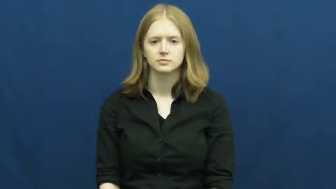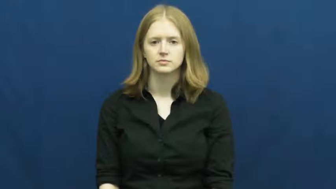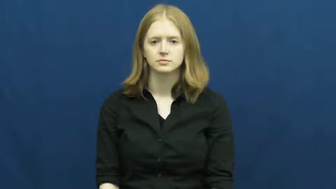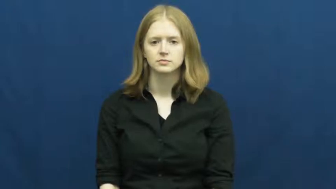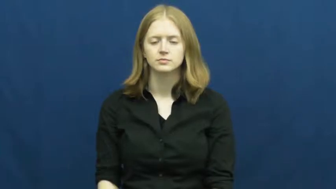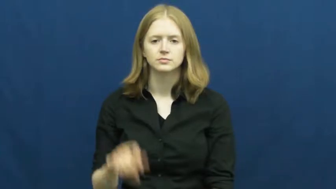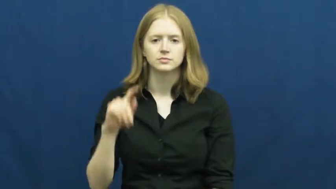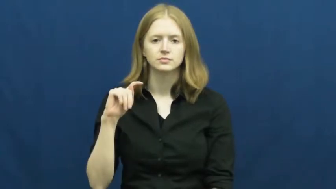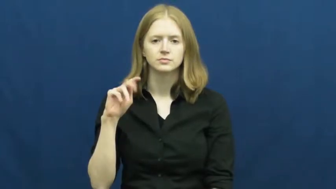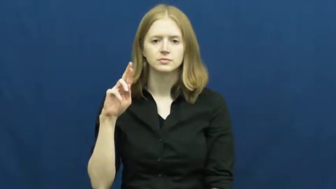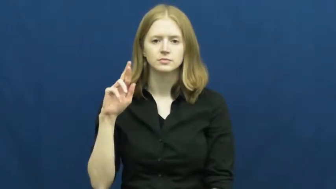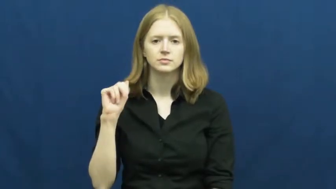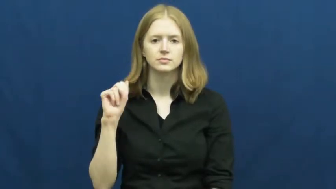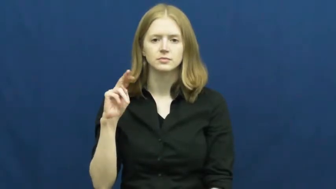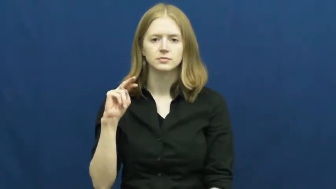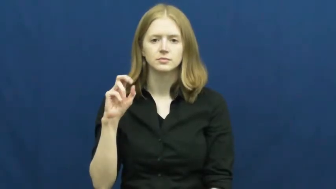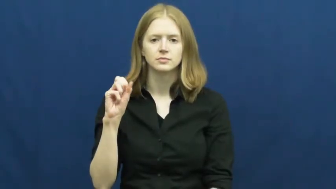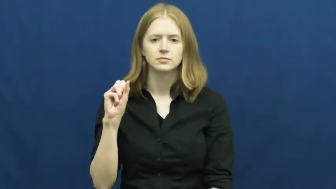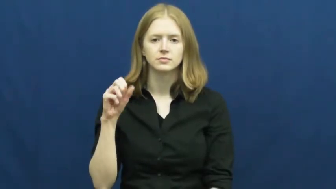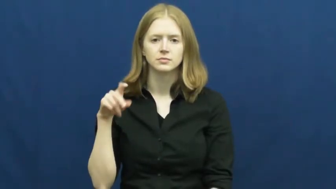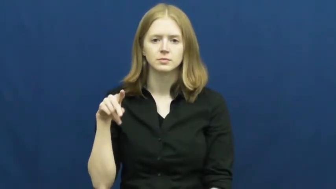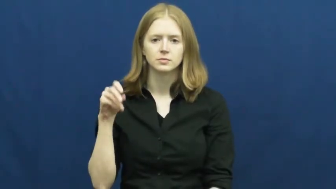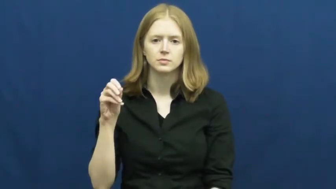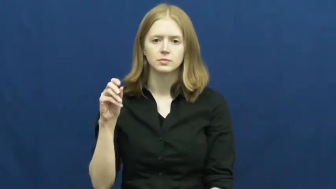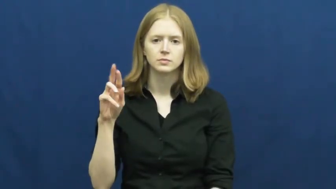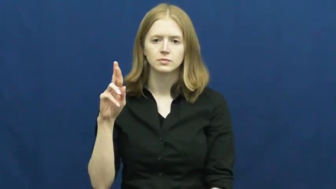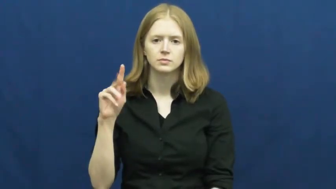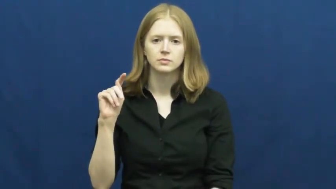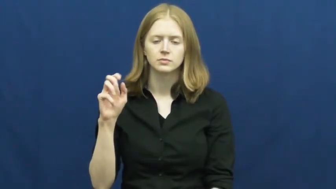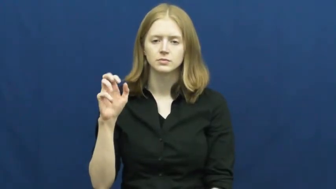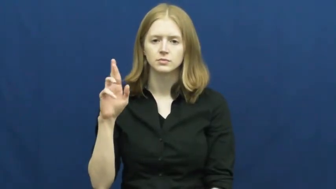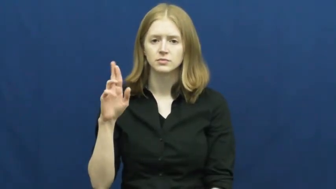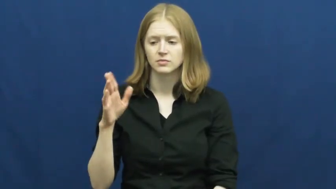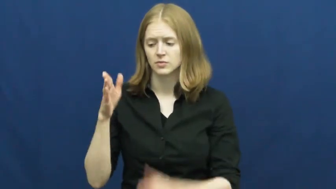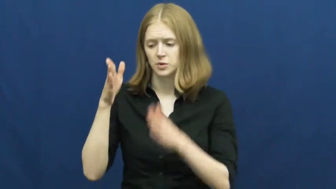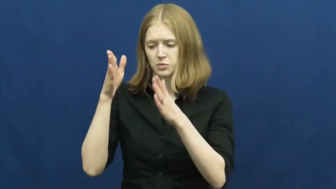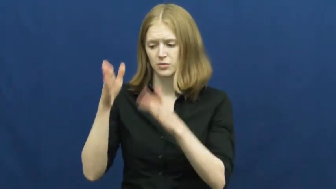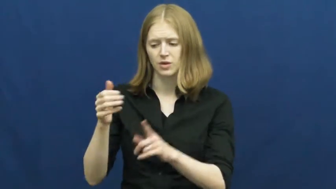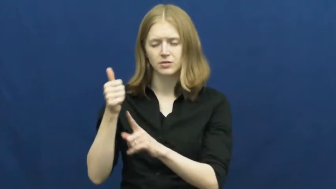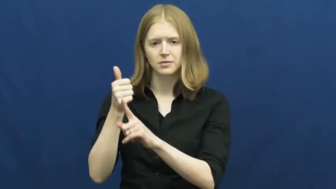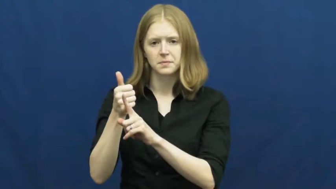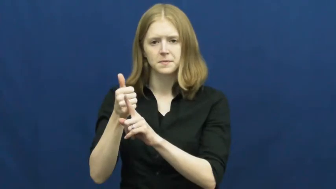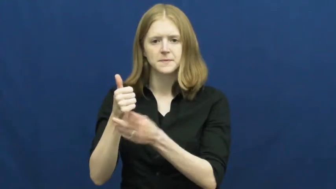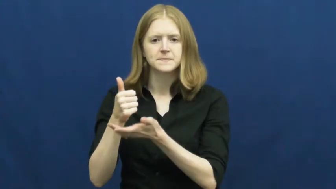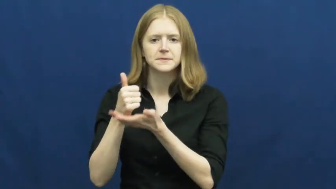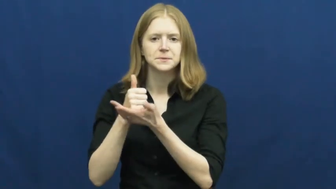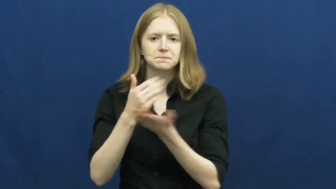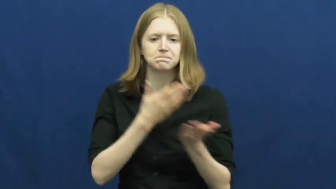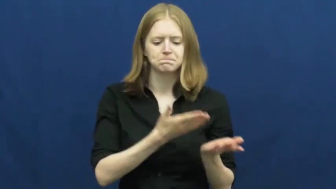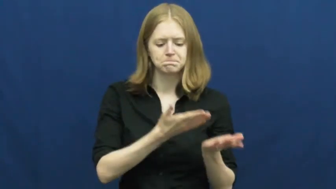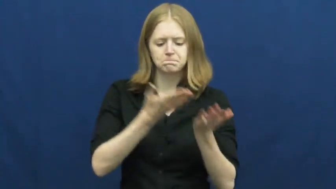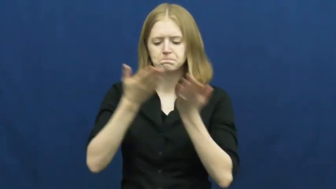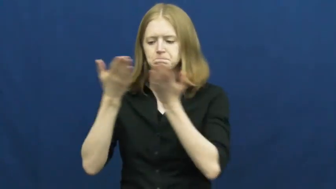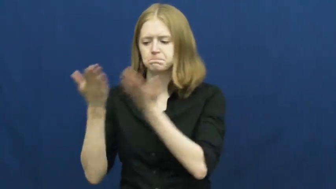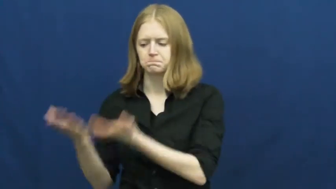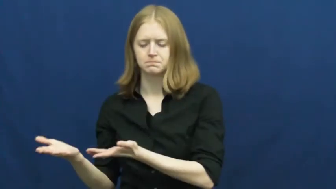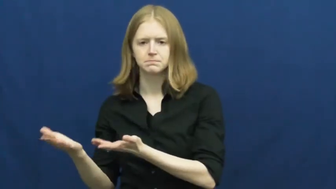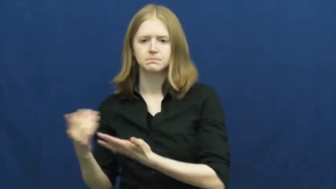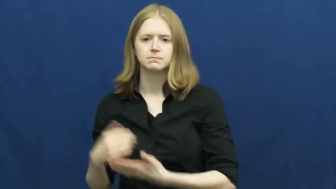transporter